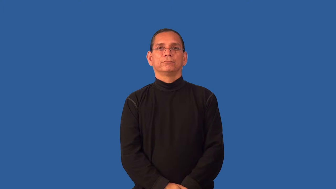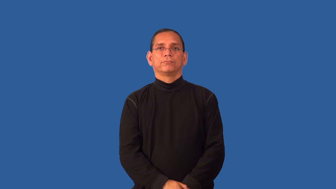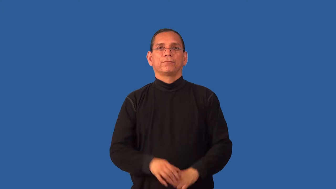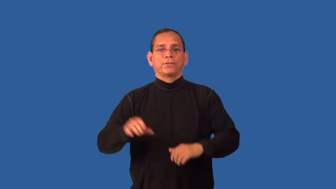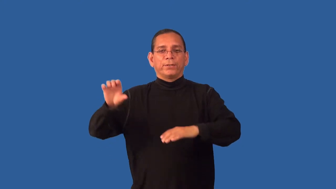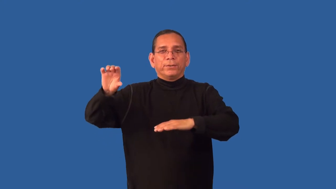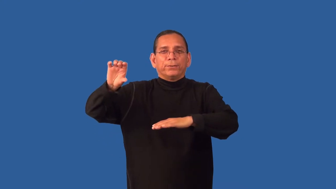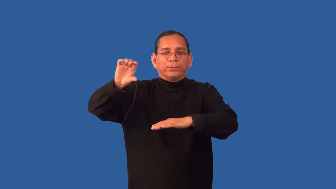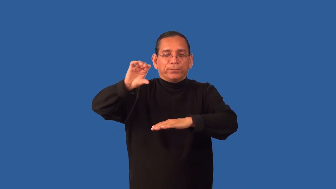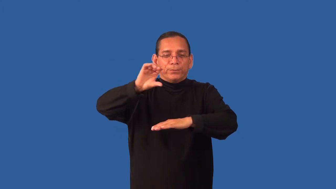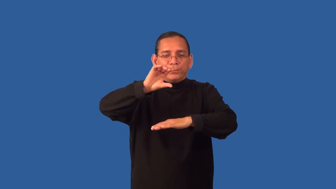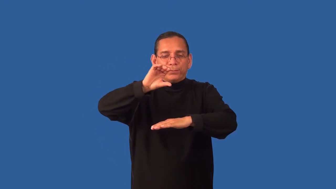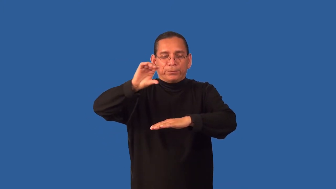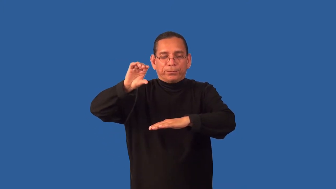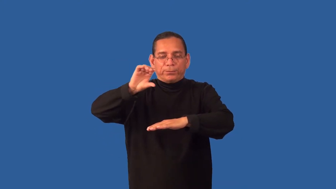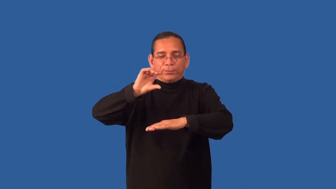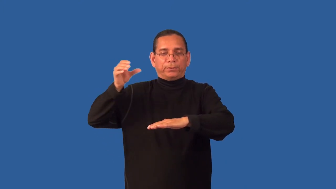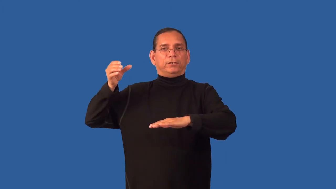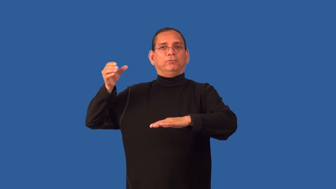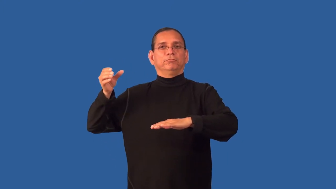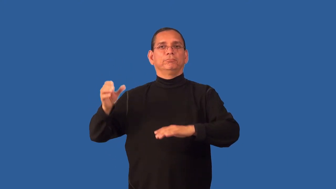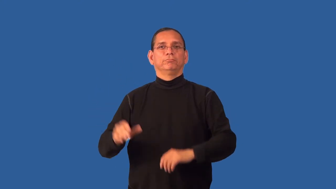drizzle-pour little